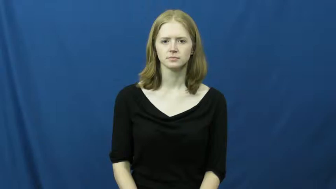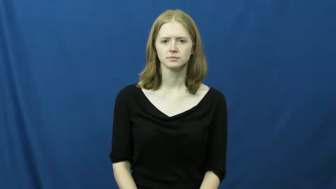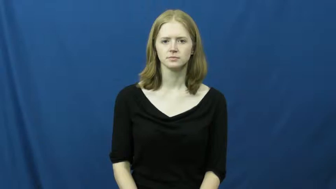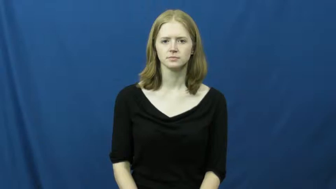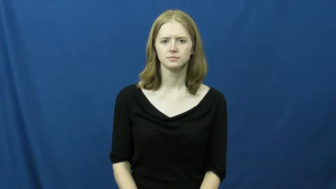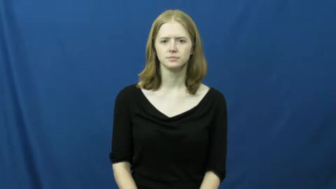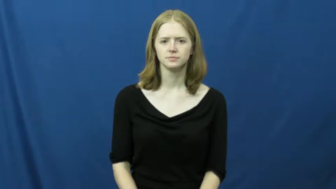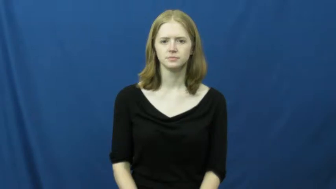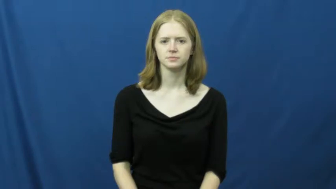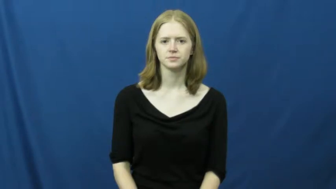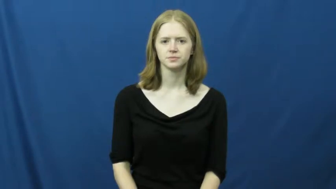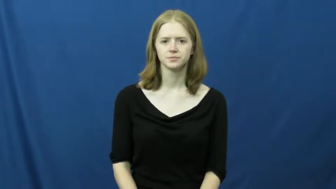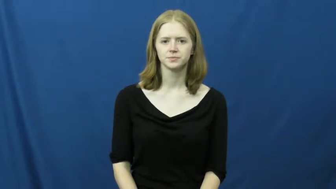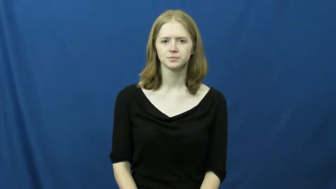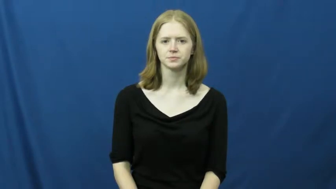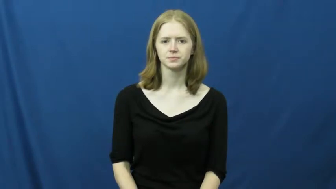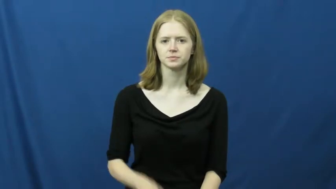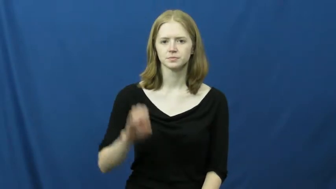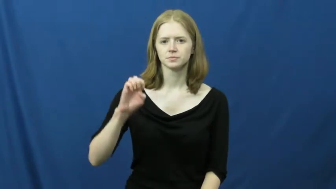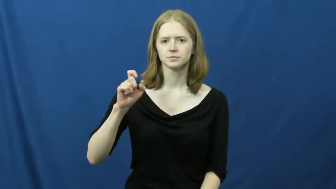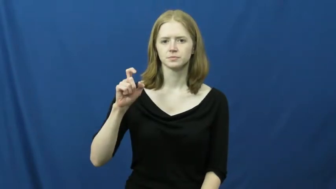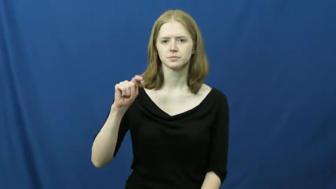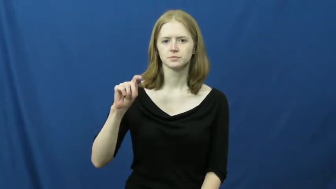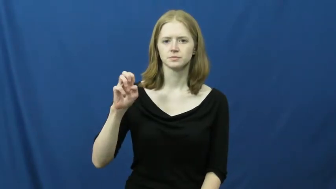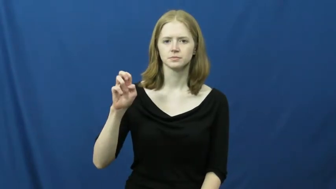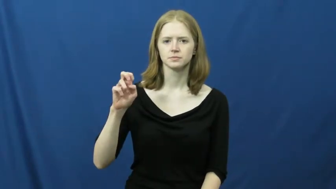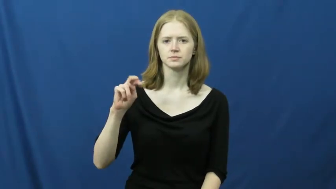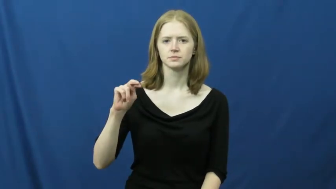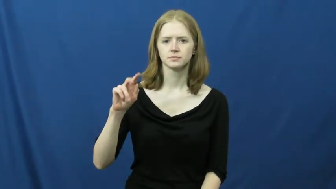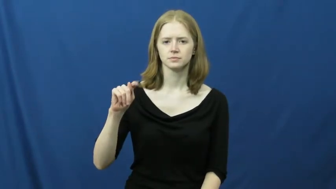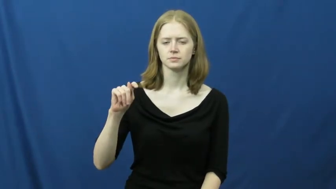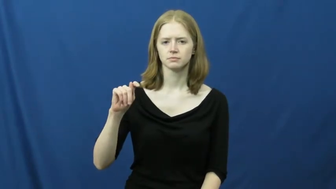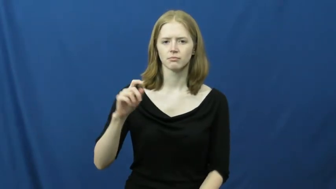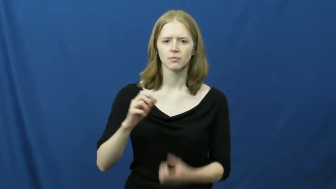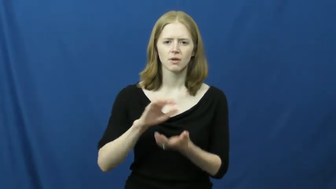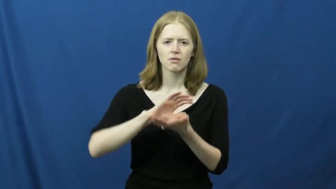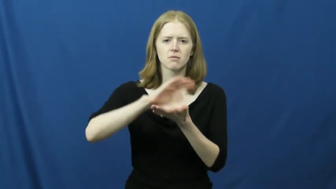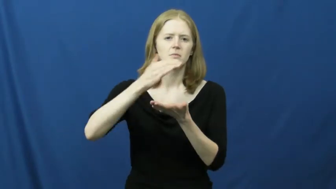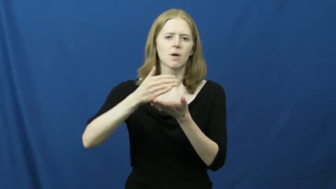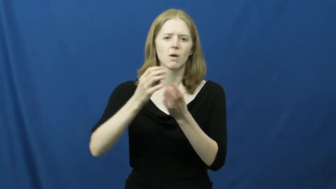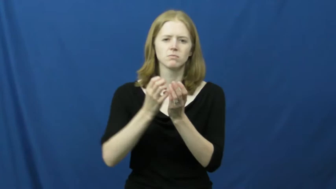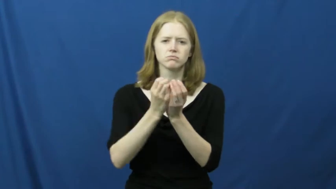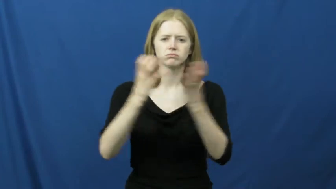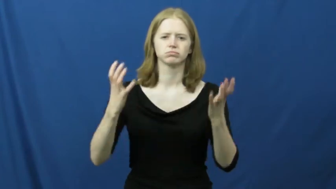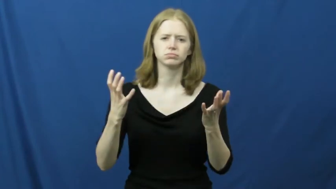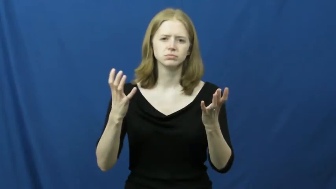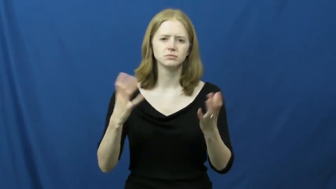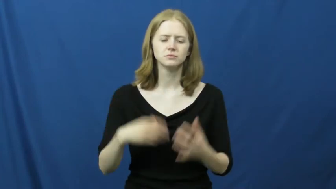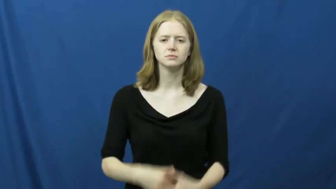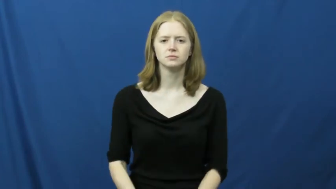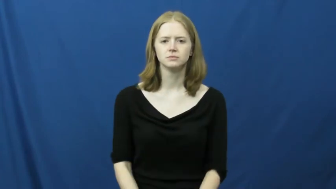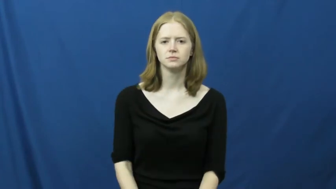extent